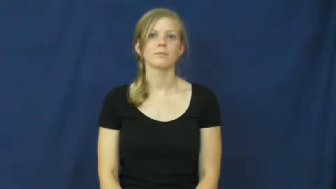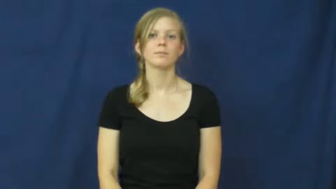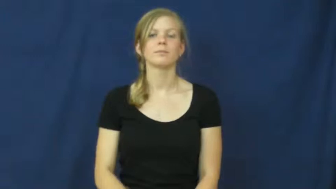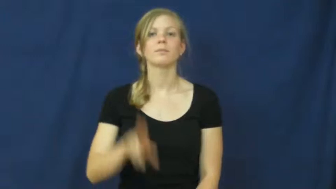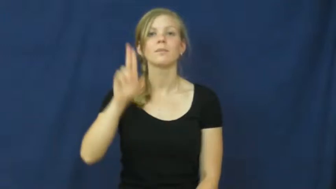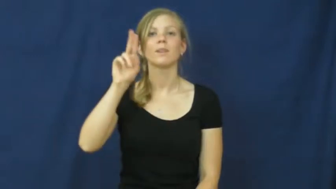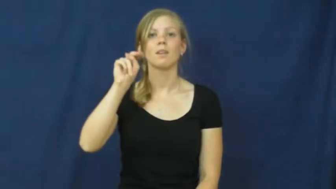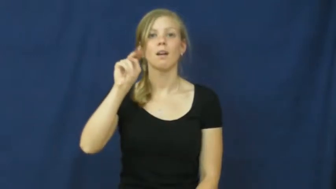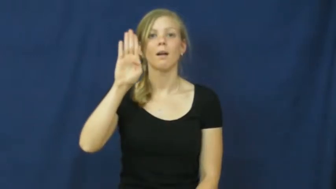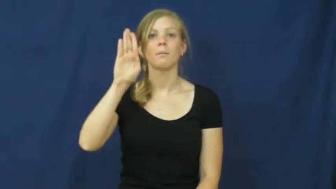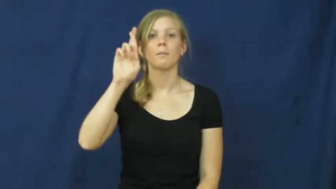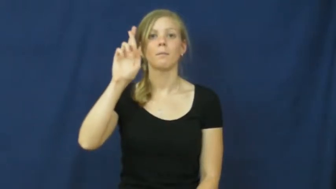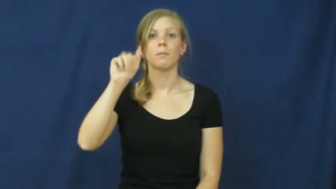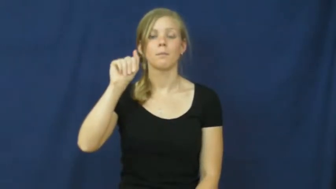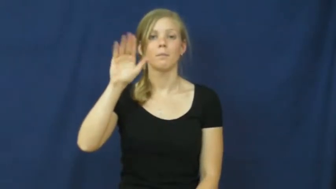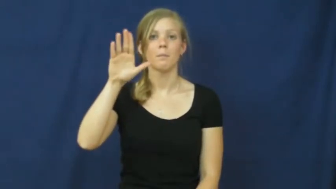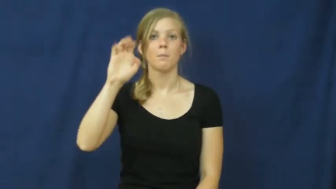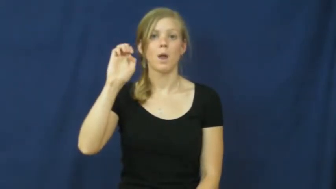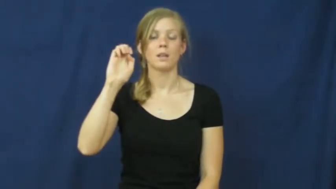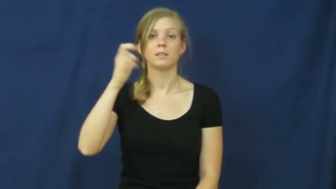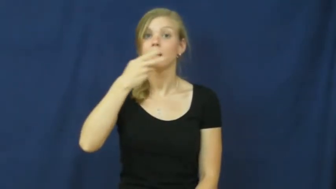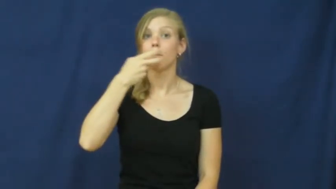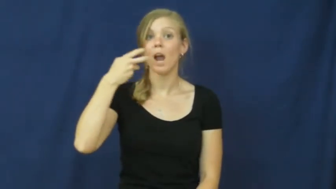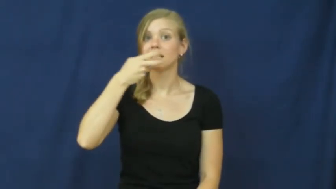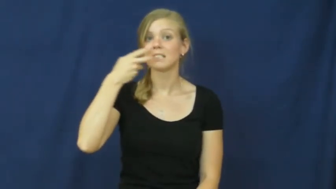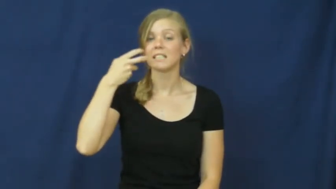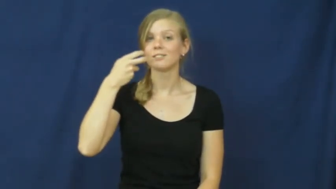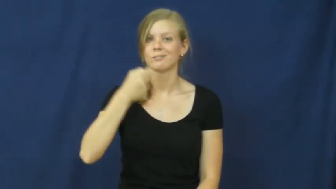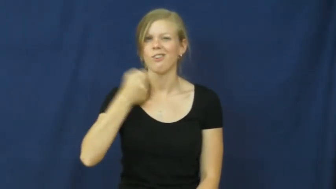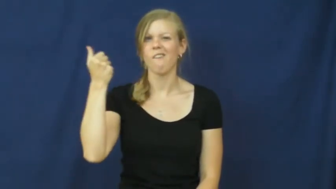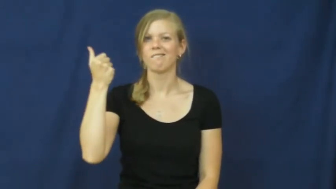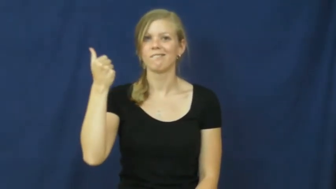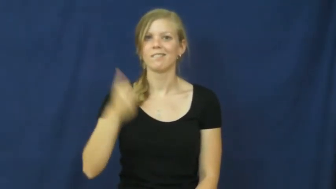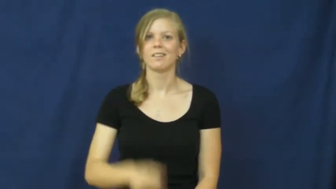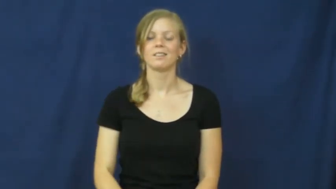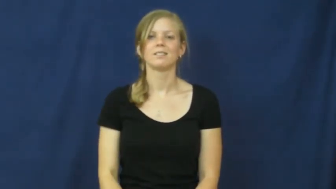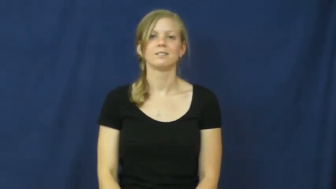unbrace-teeth